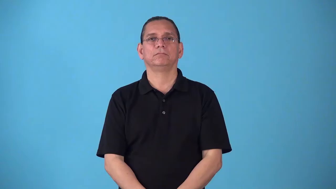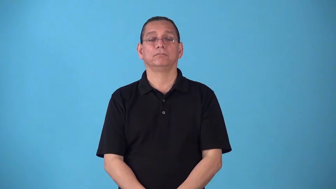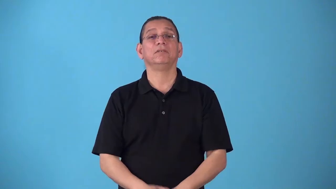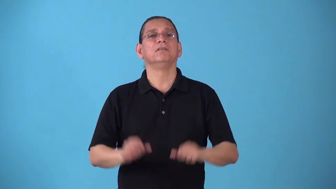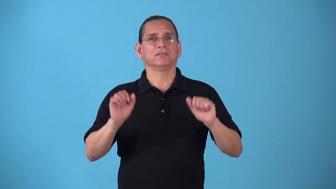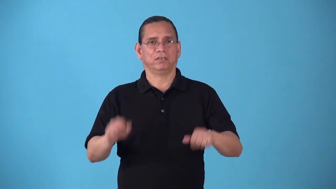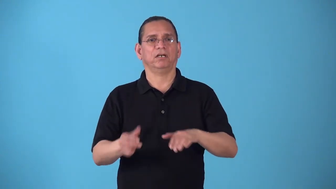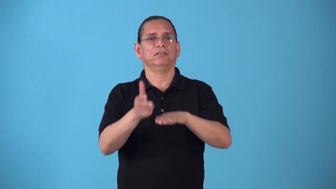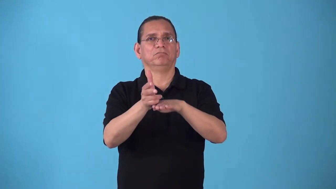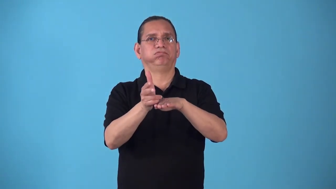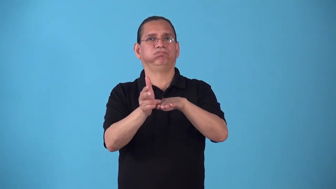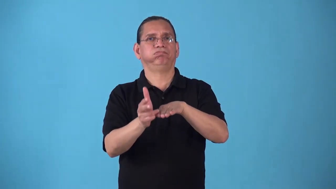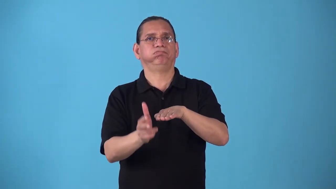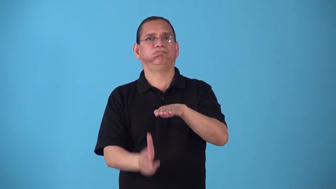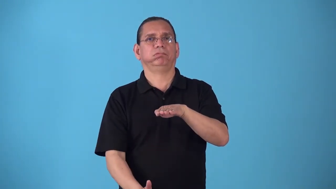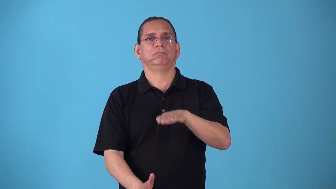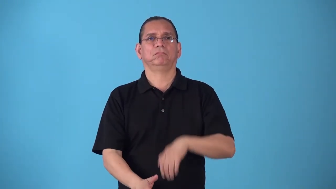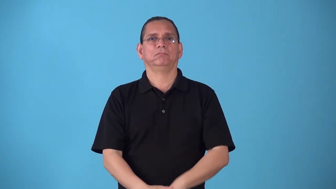sinkable